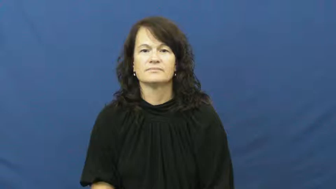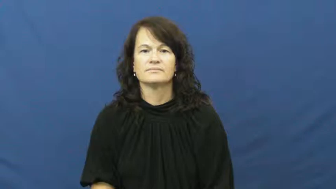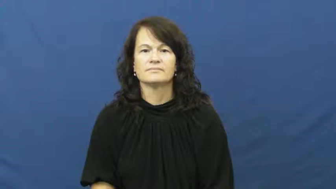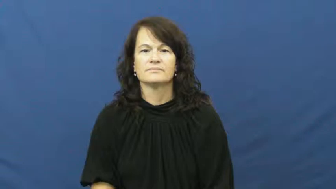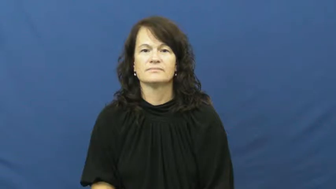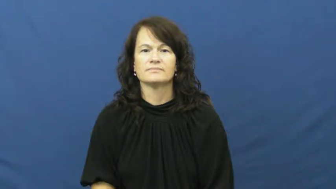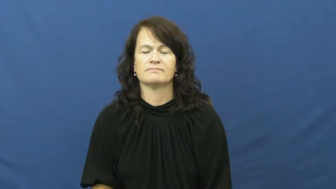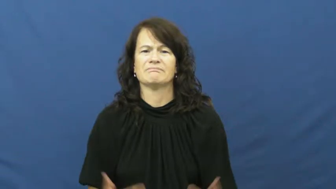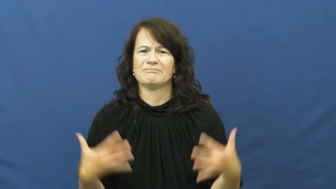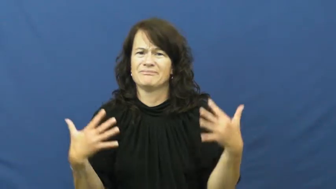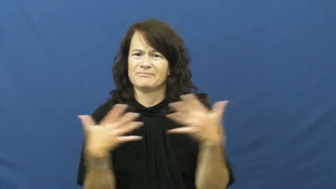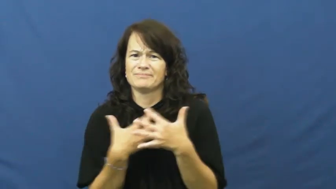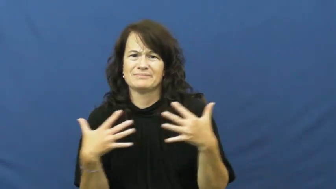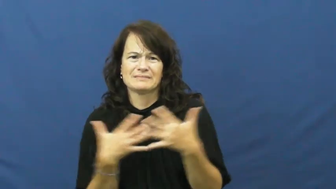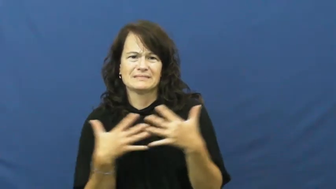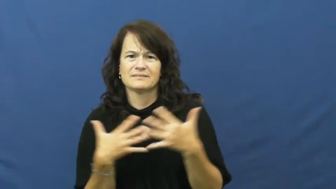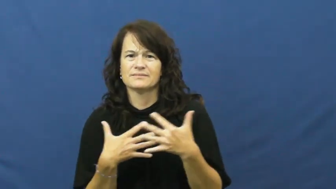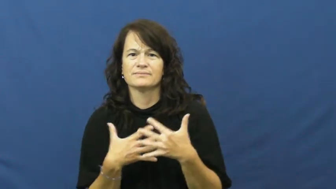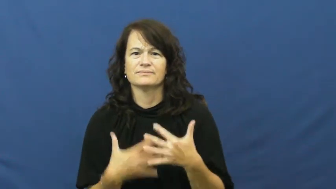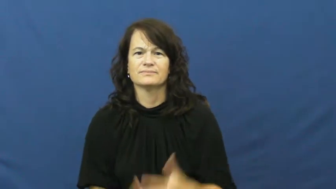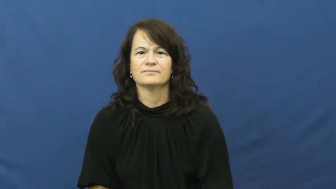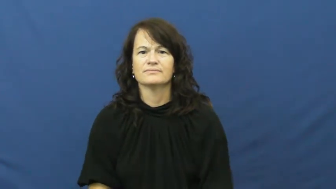fear,phobia